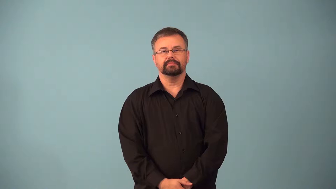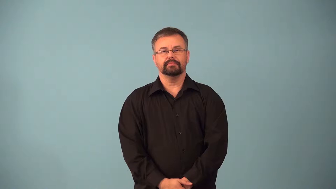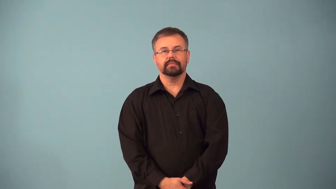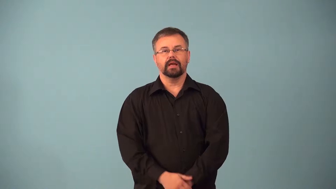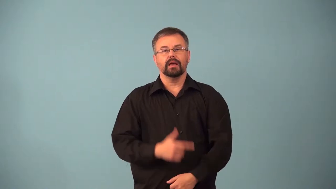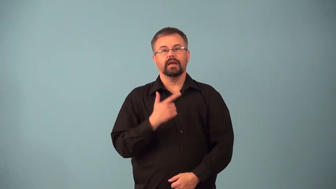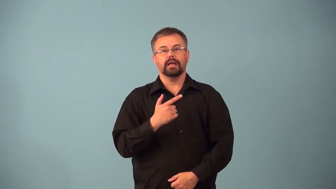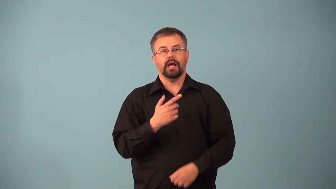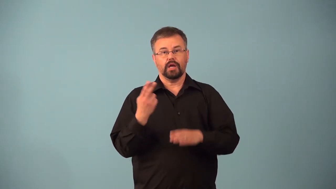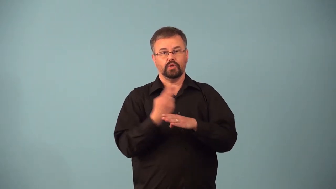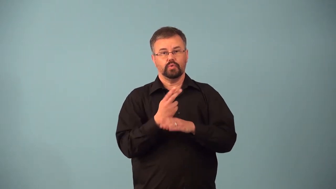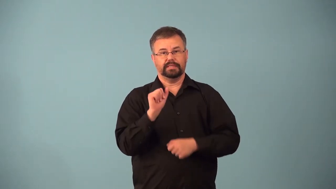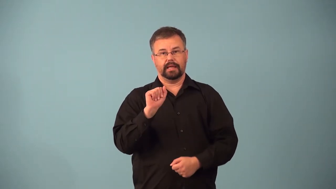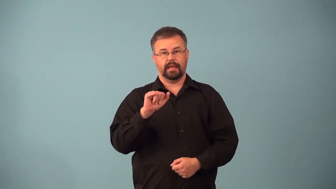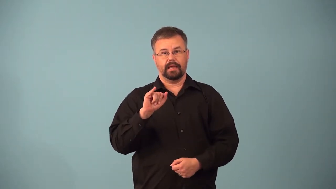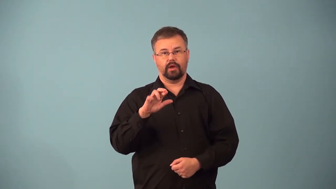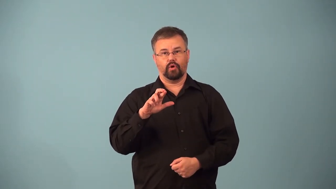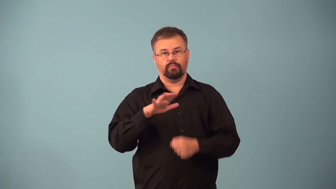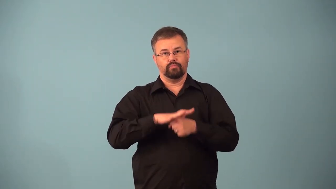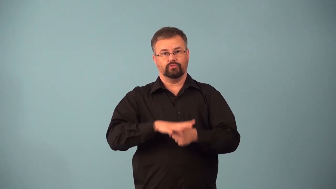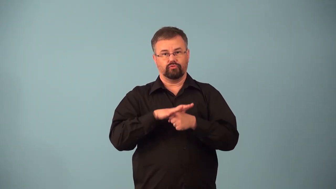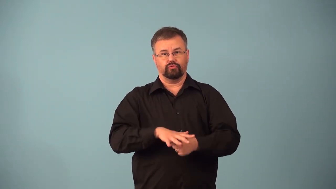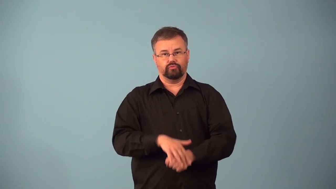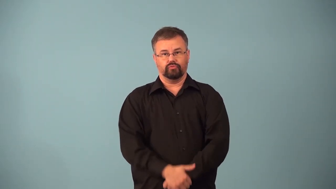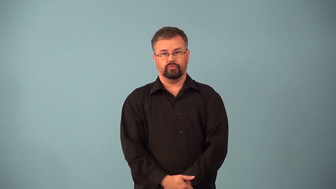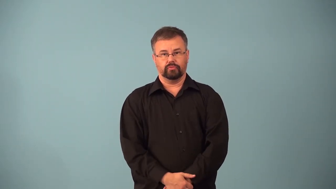airgun